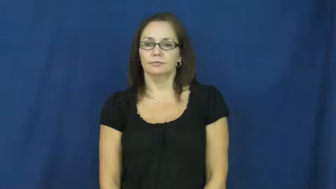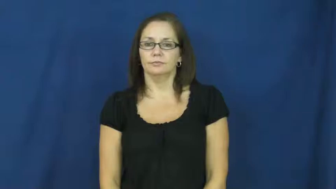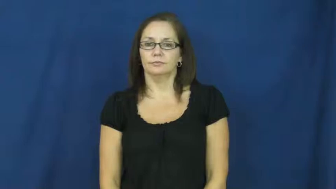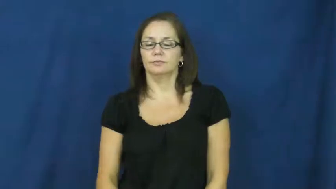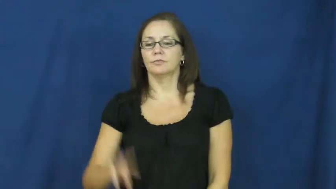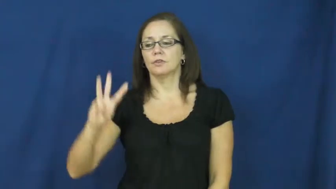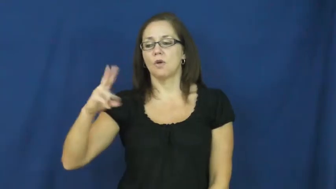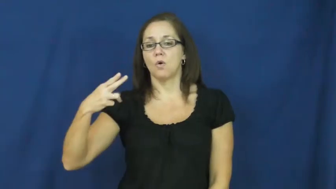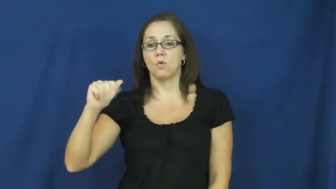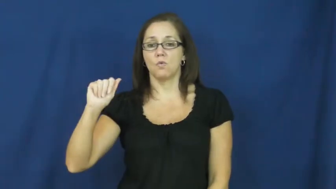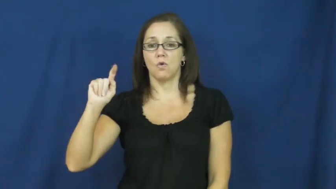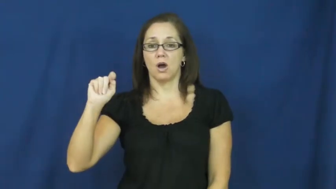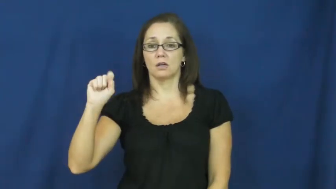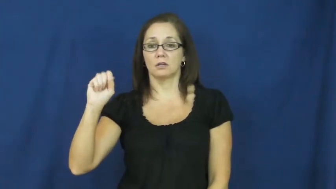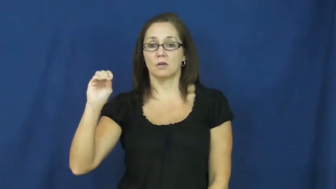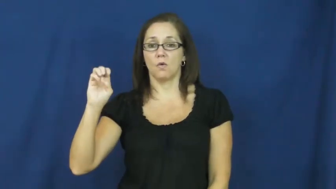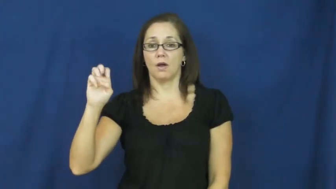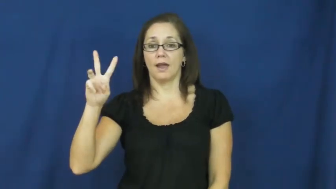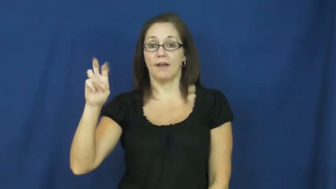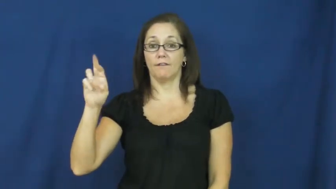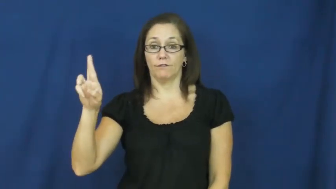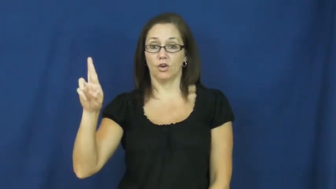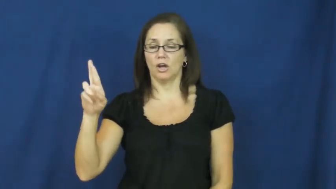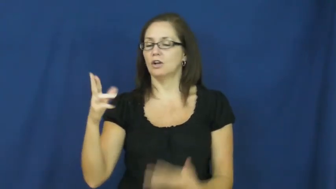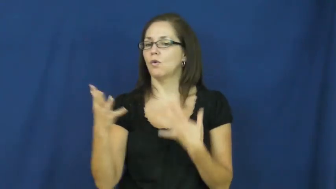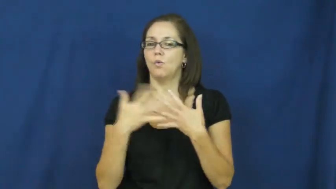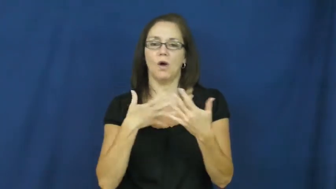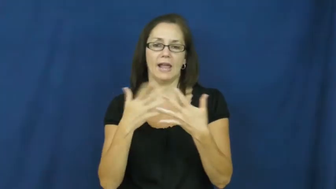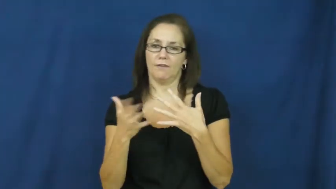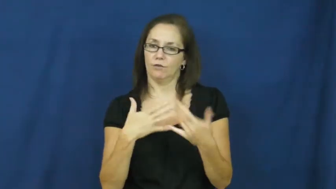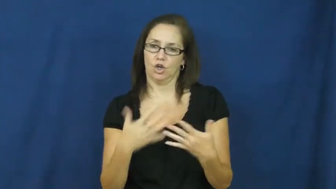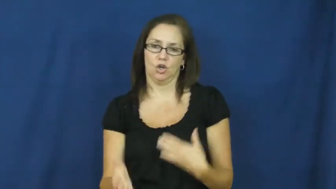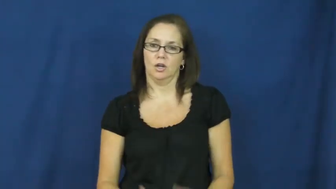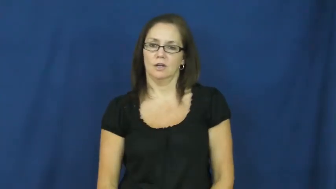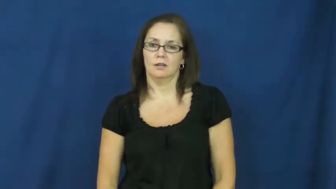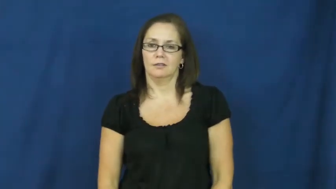whatsoever